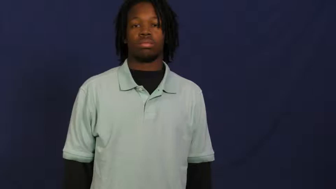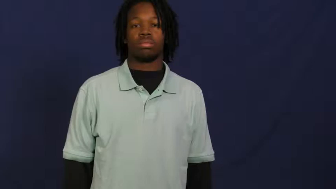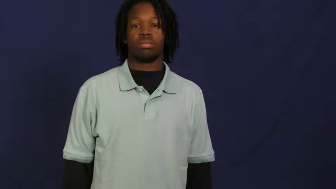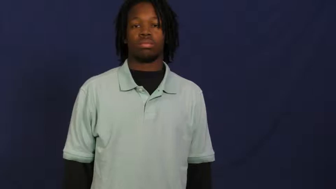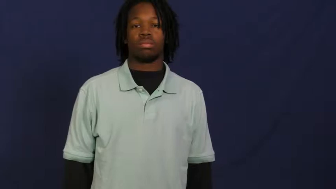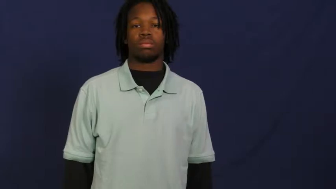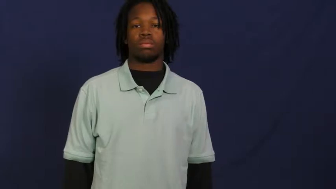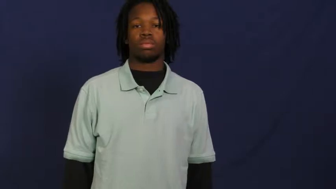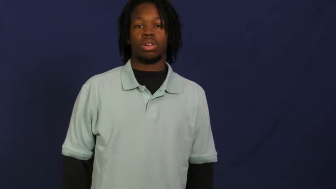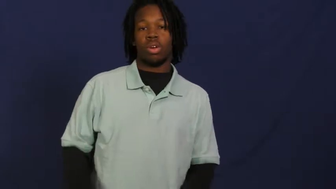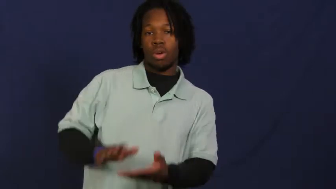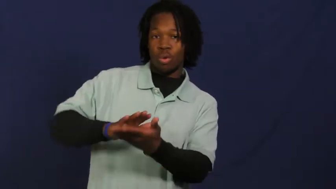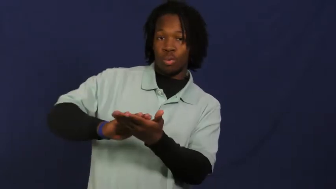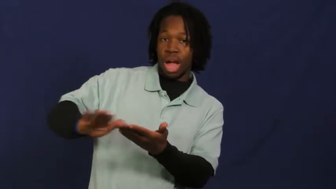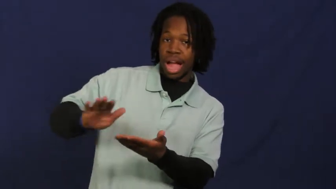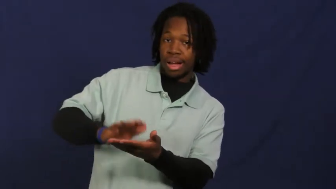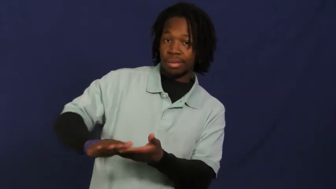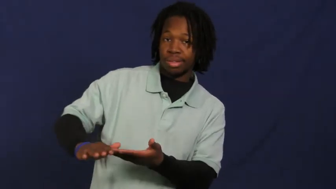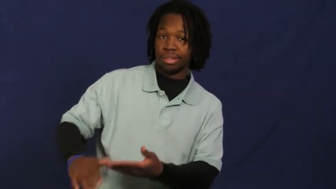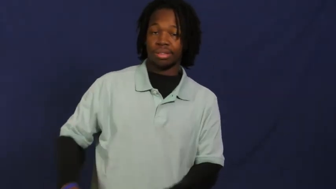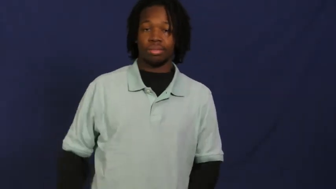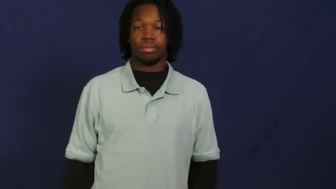wipe,wipe up,wipe away,wipe off